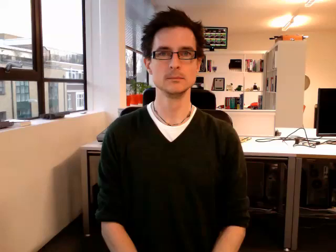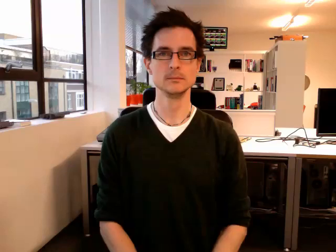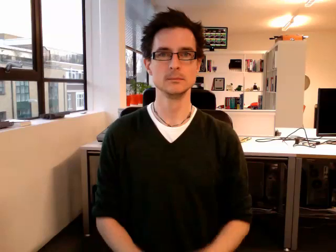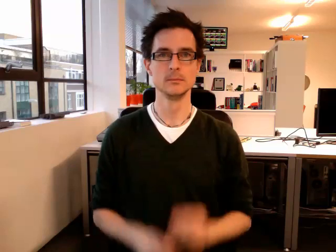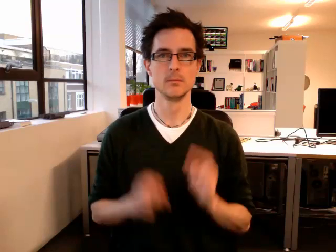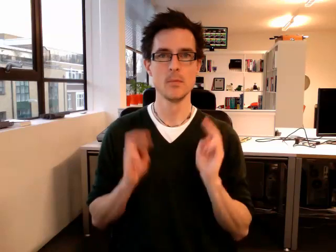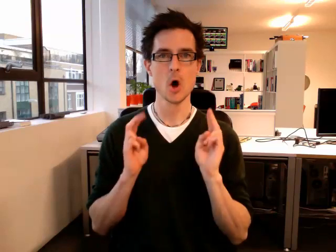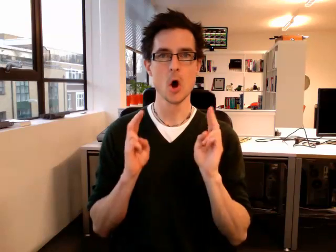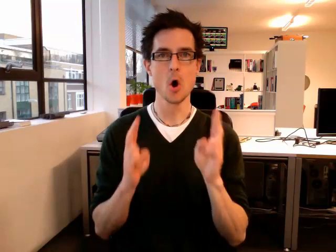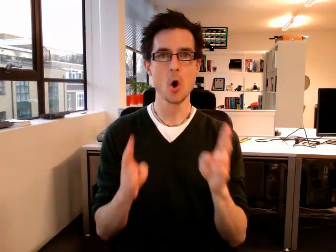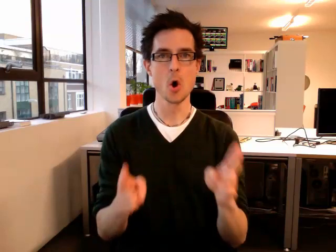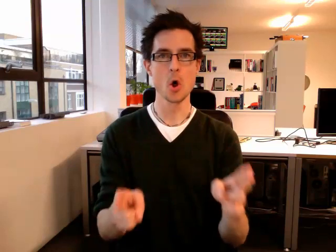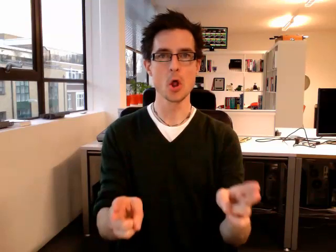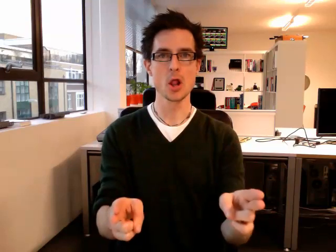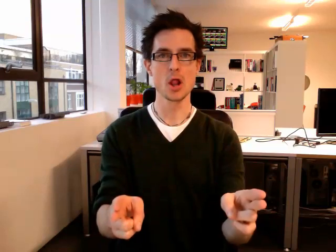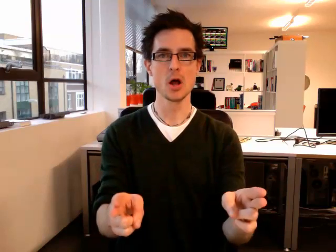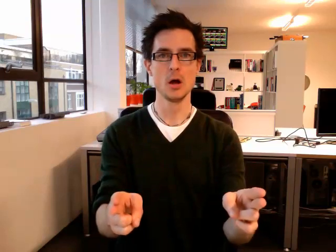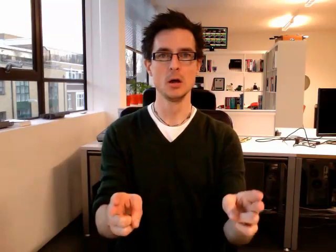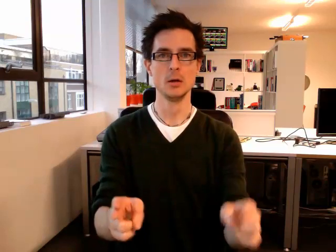hall